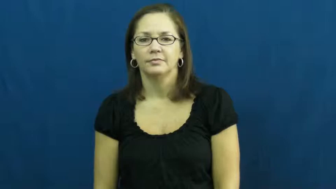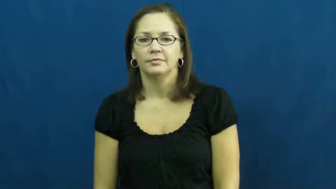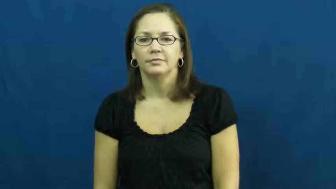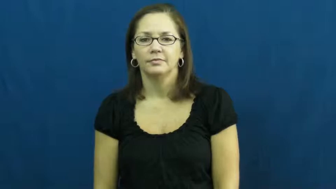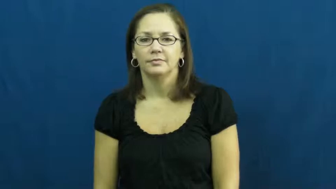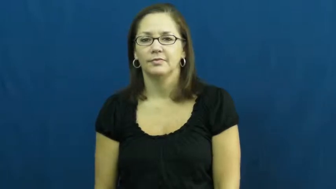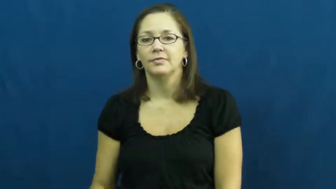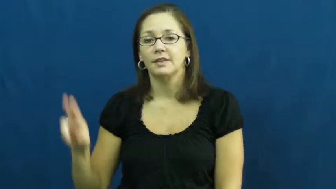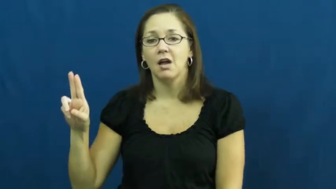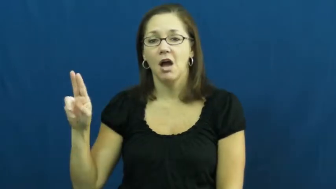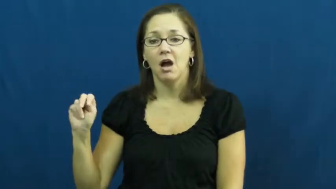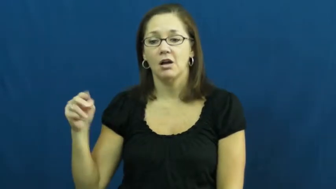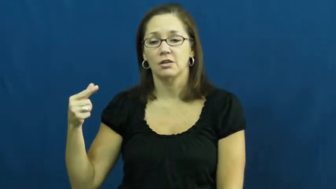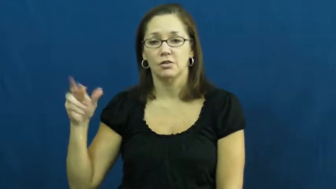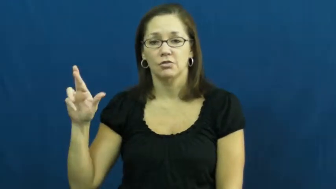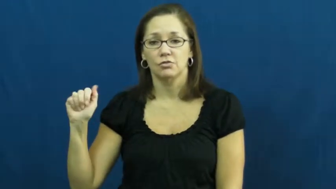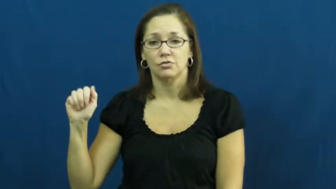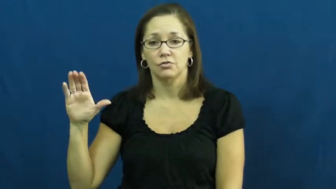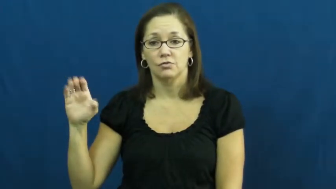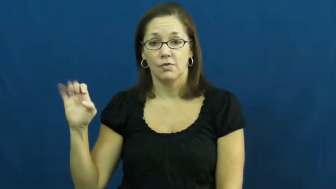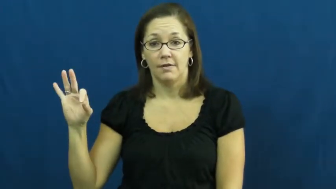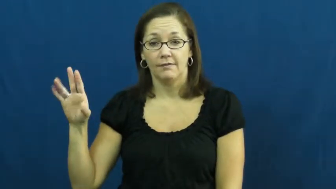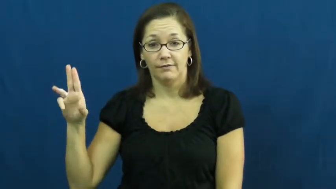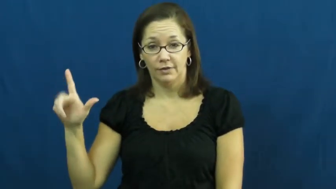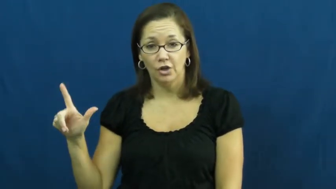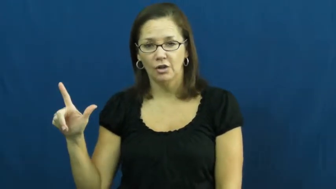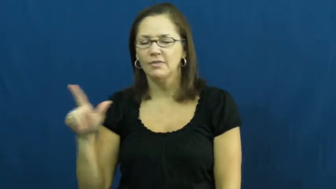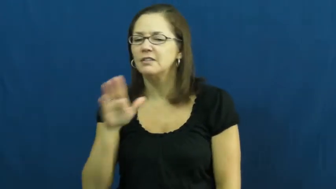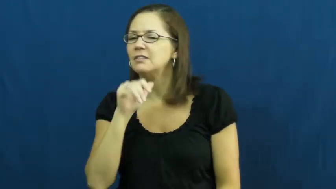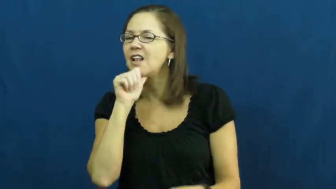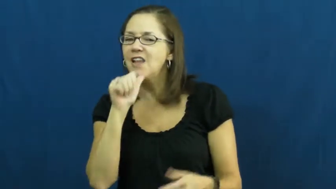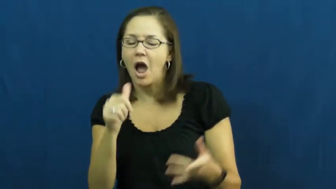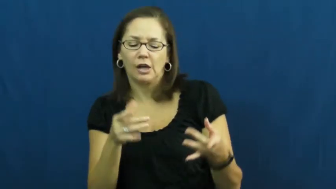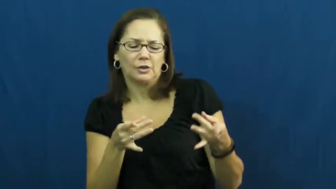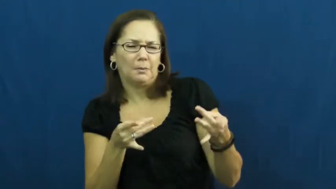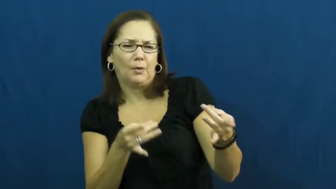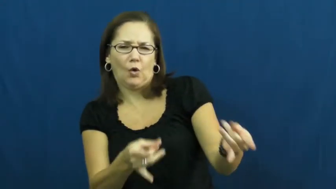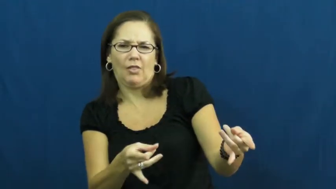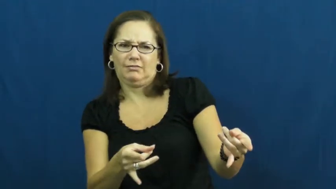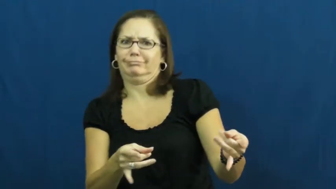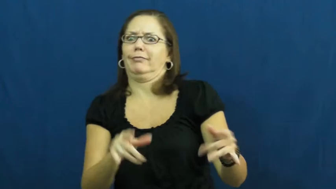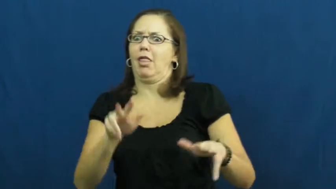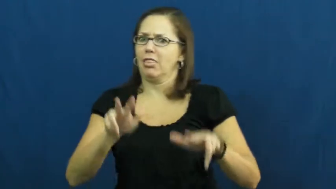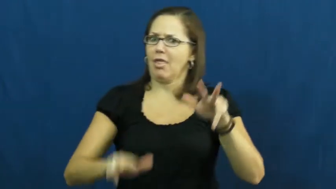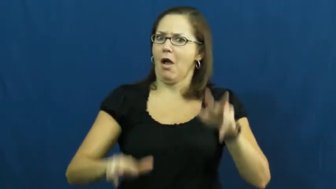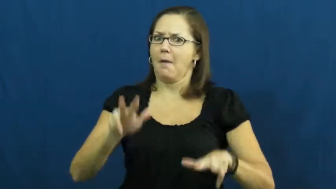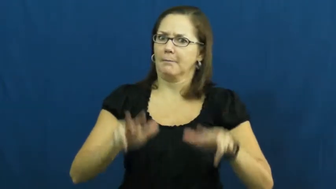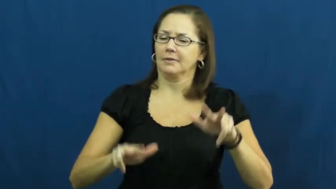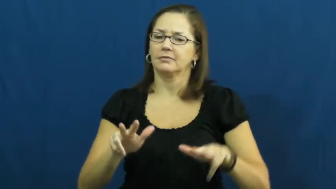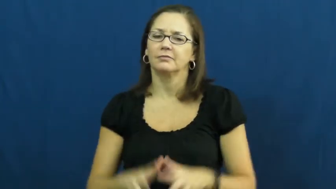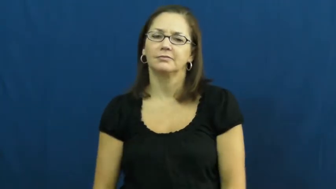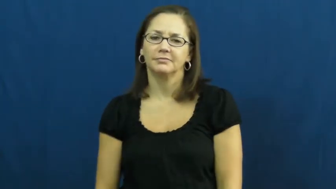ungraceful